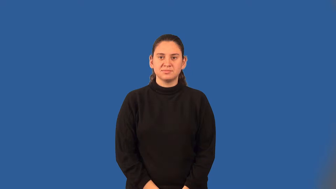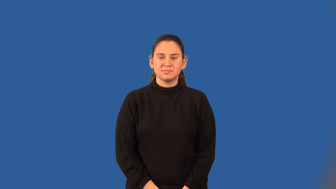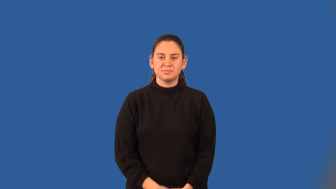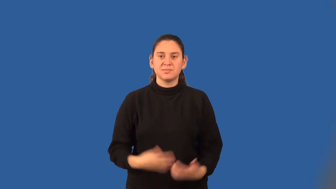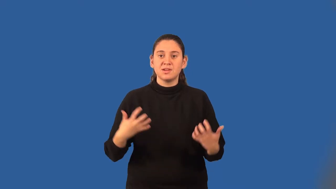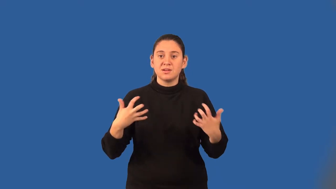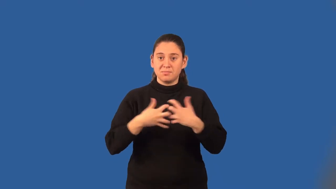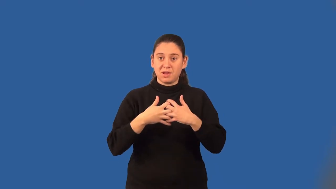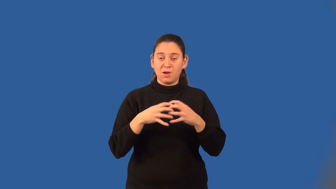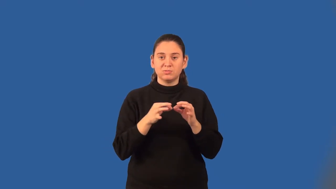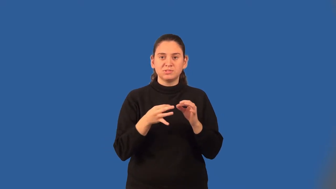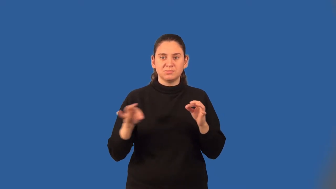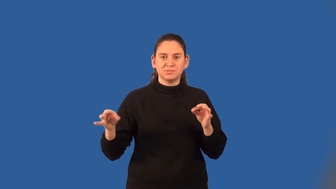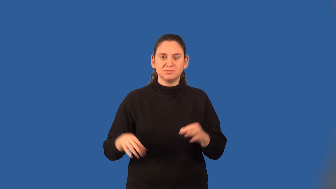compound statement